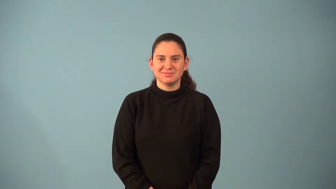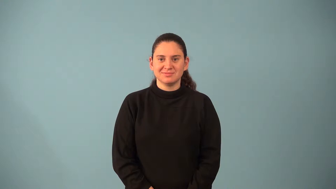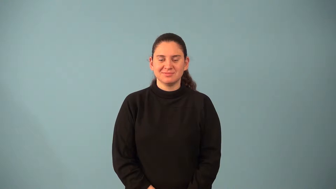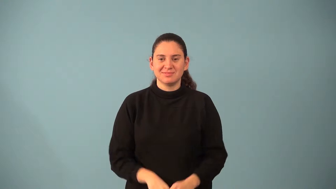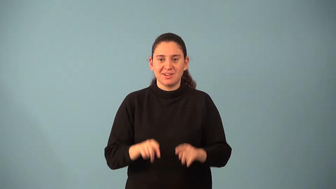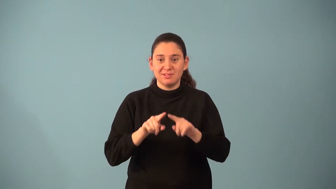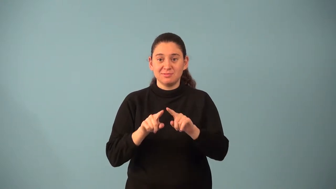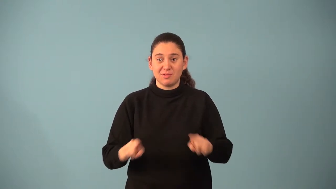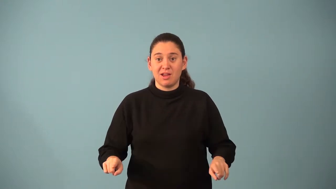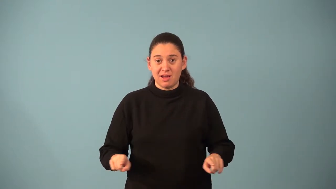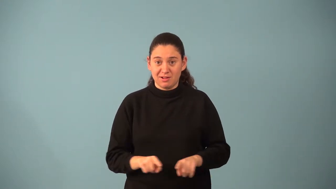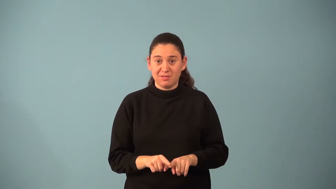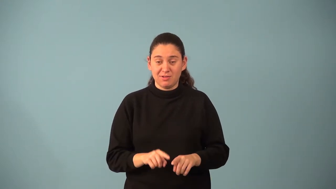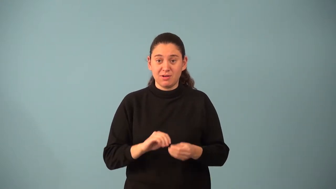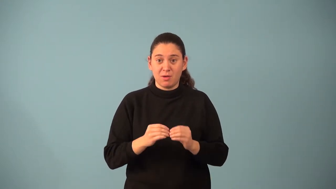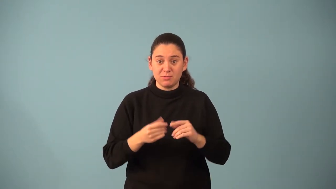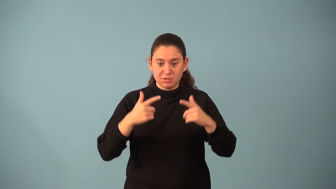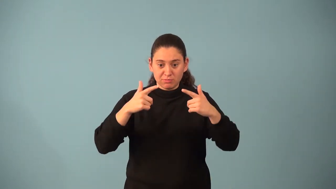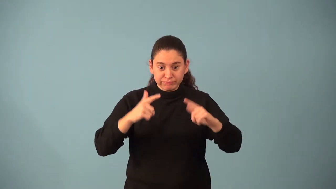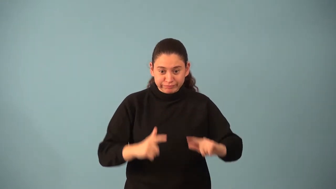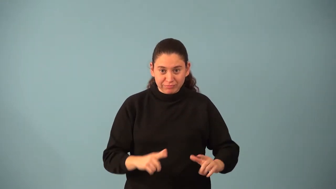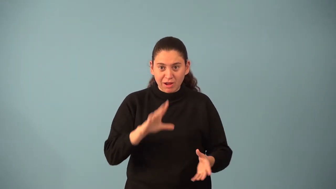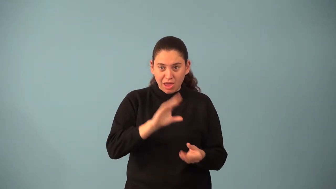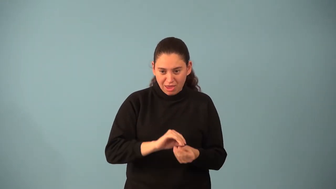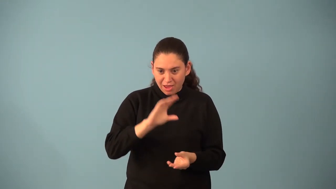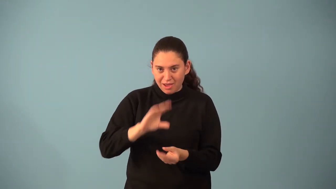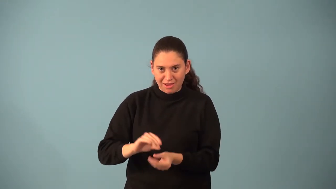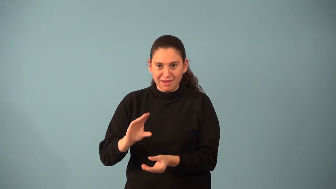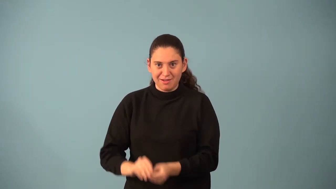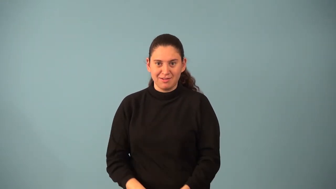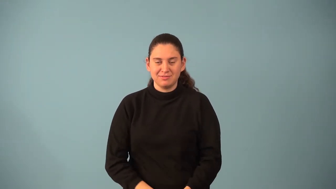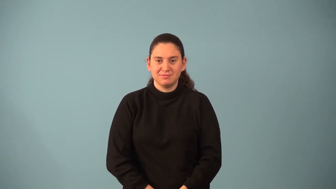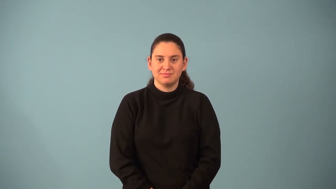pascal's triangle